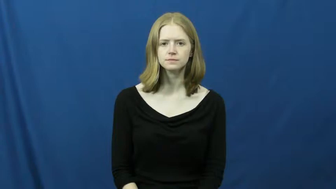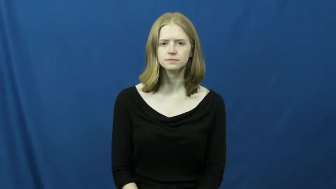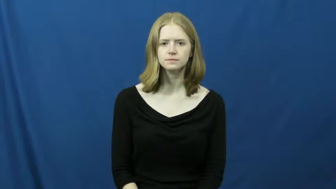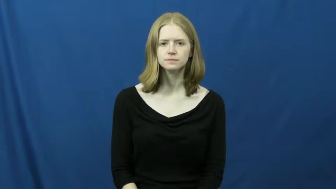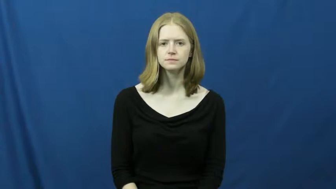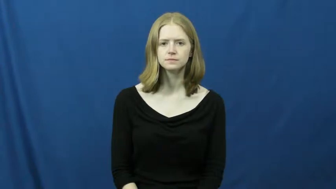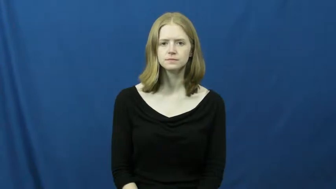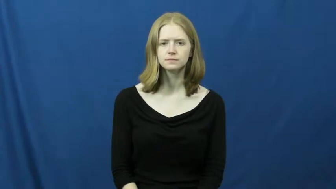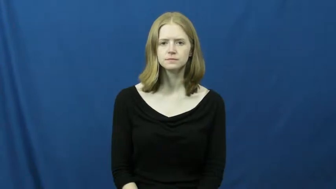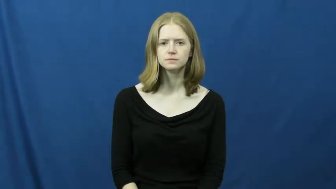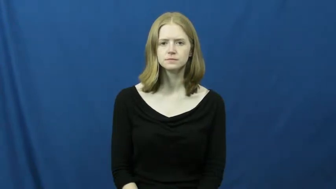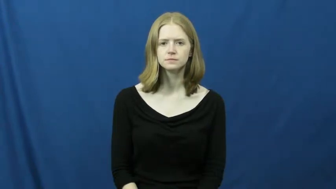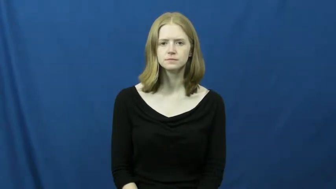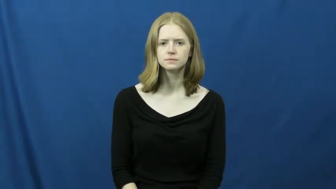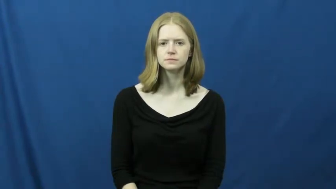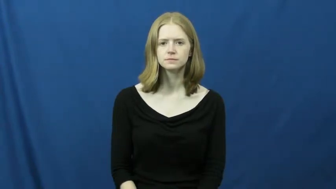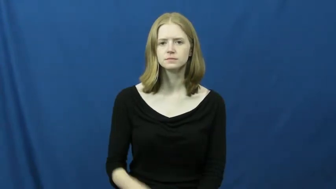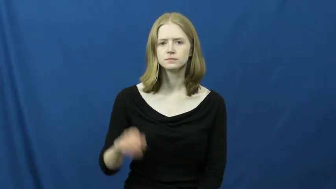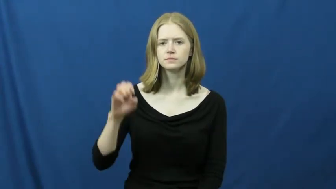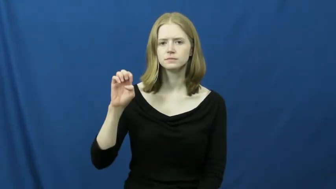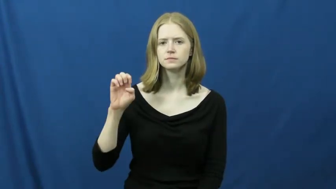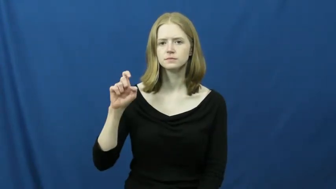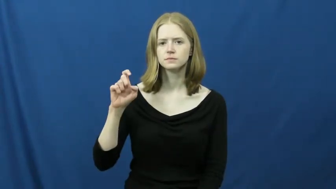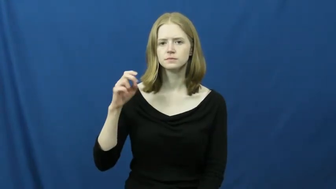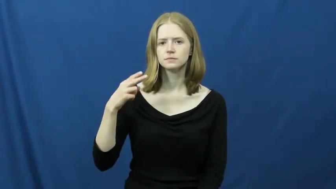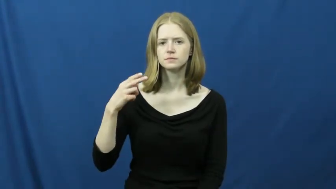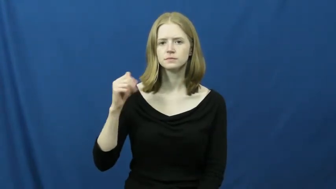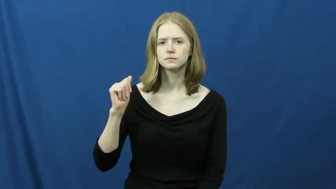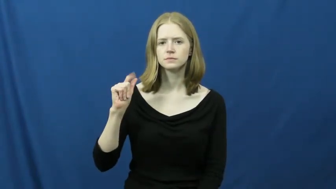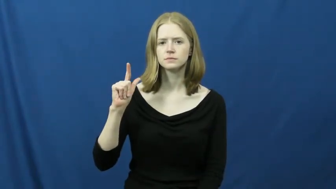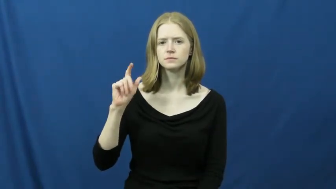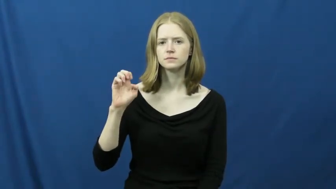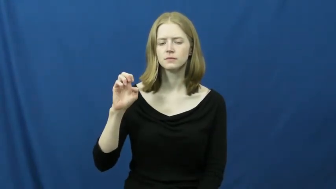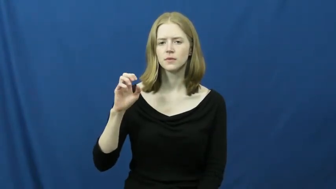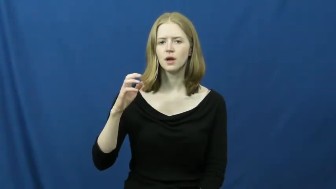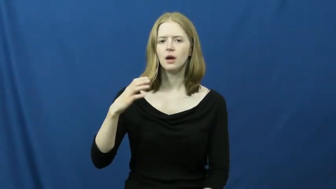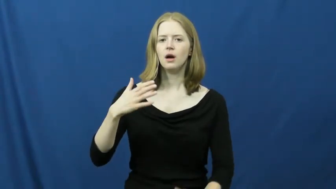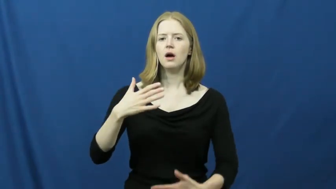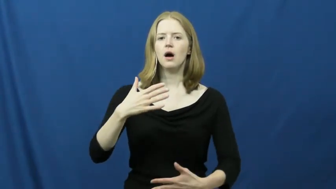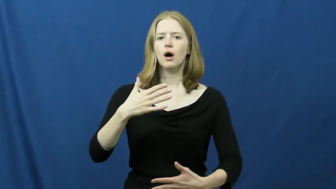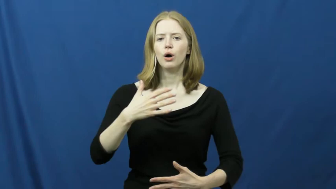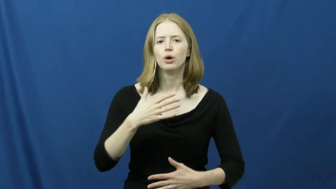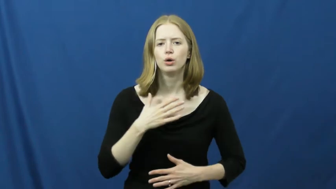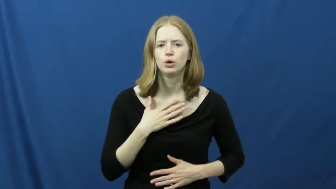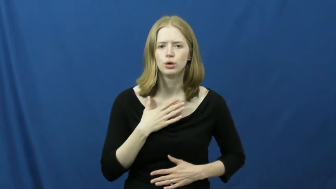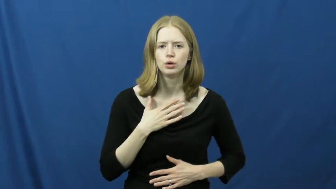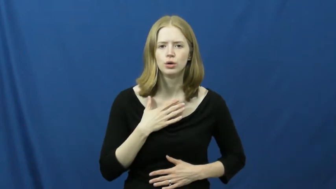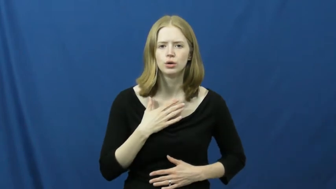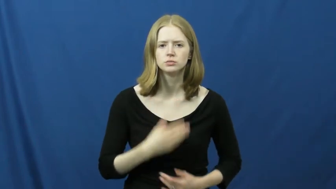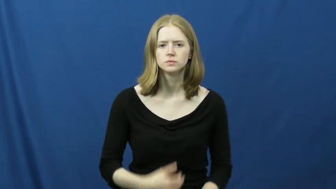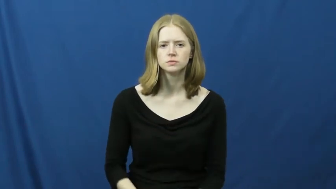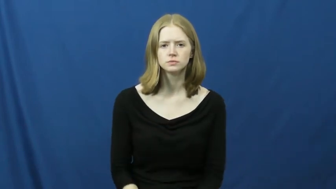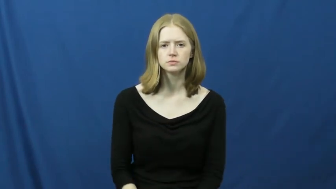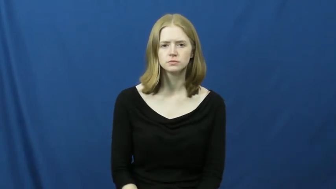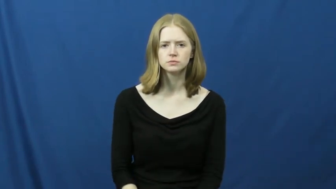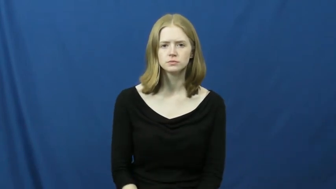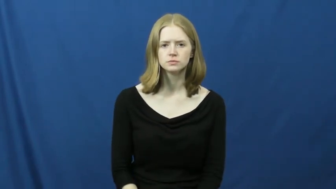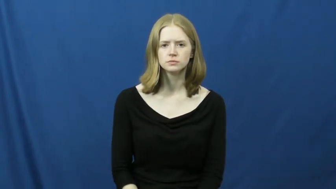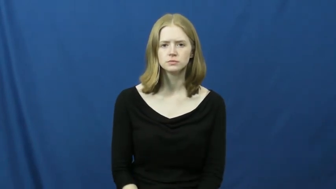exhale,expire